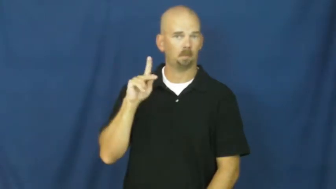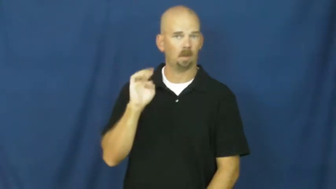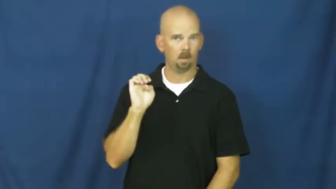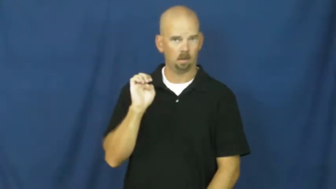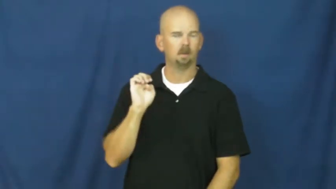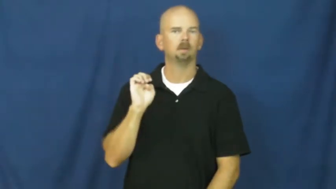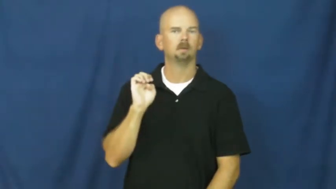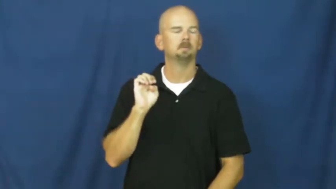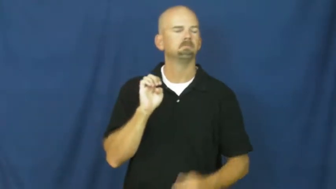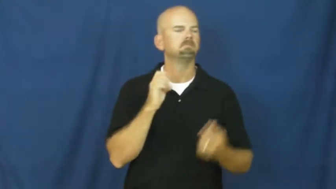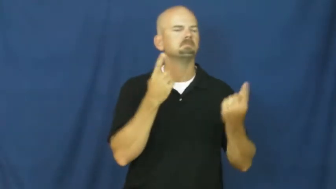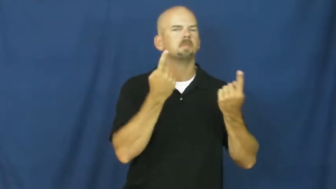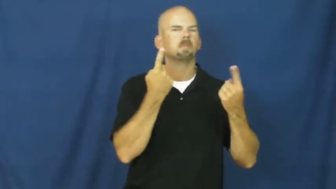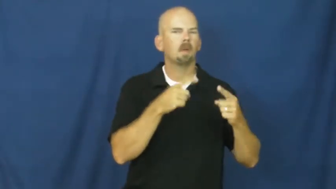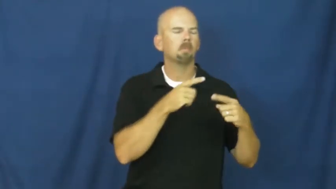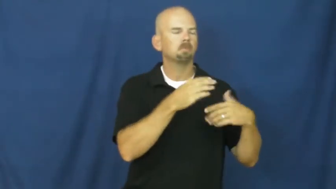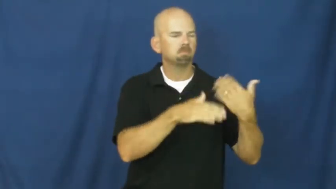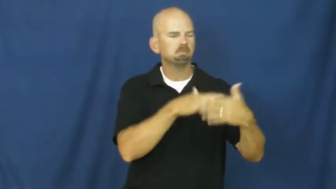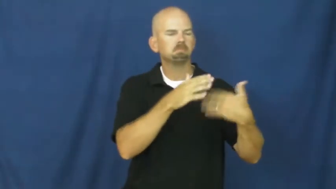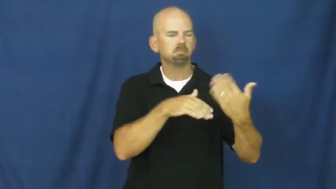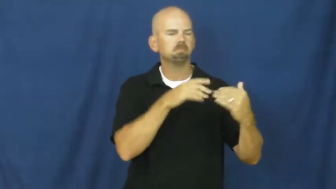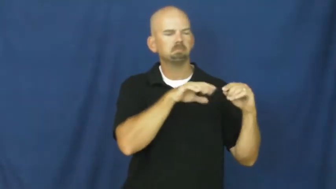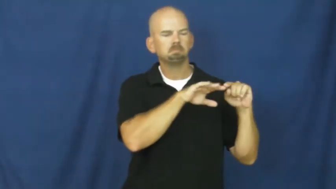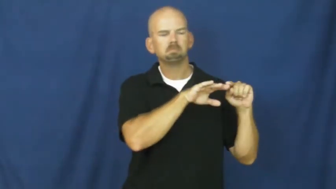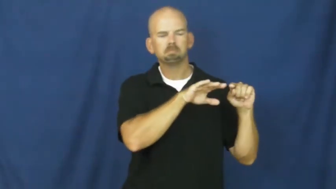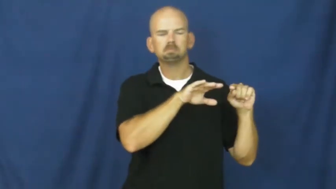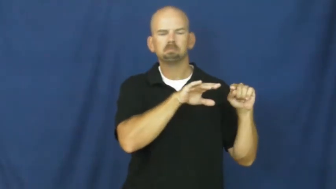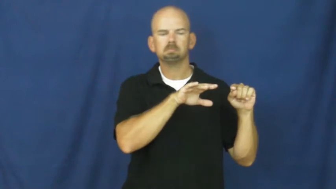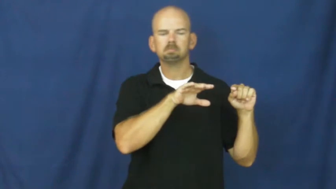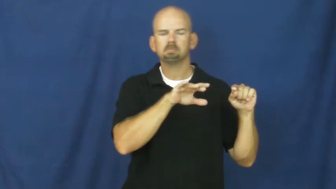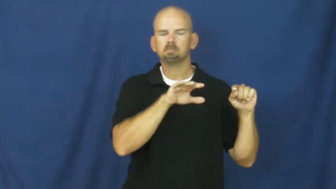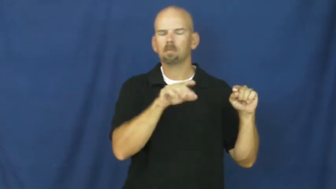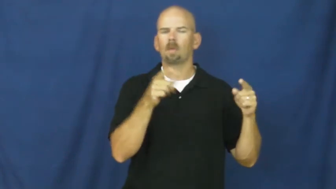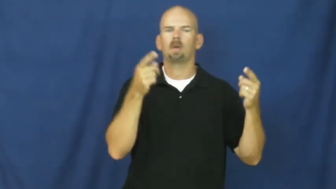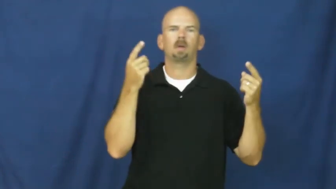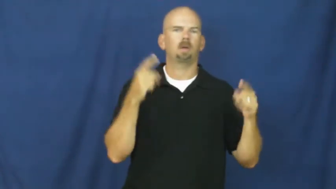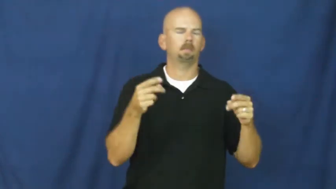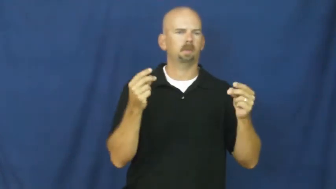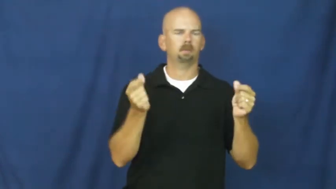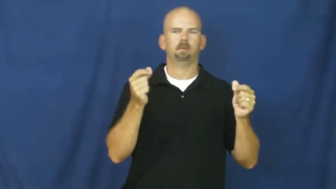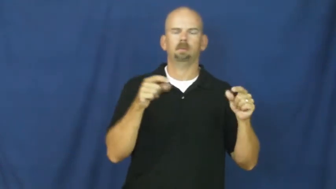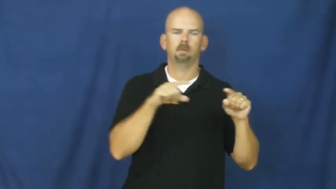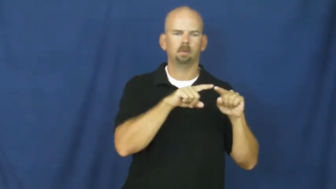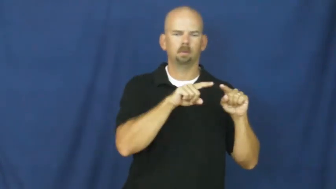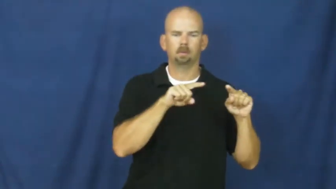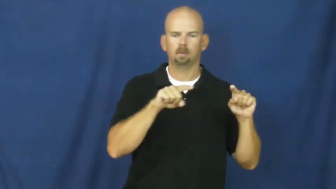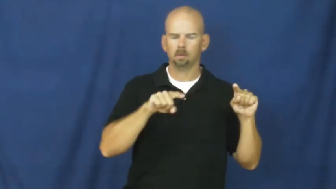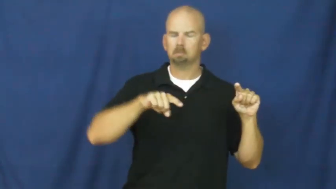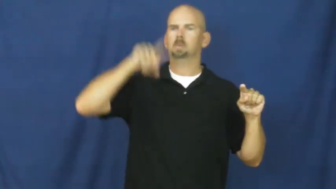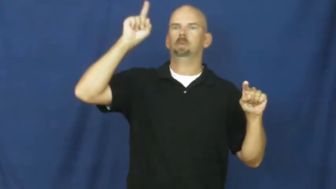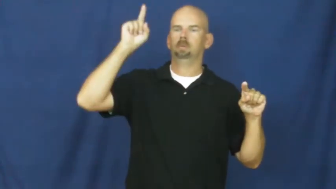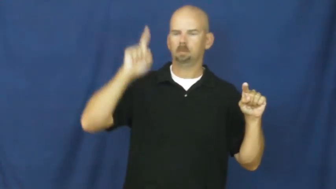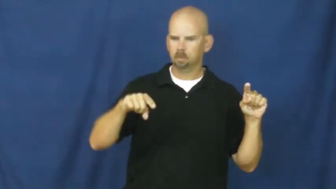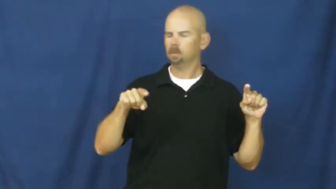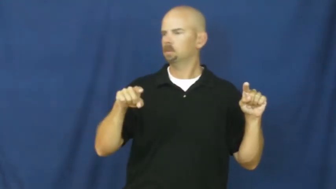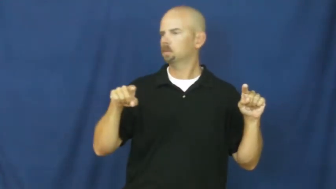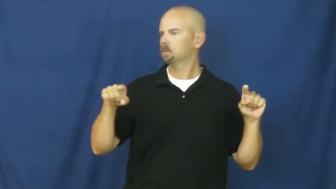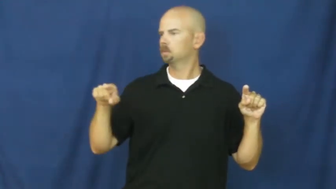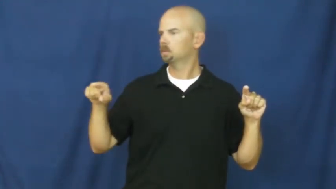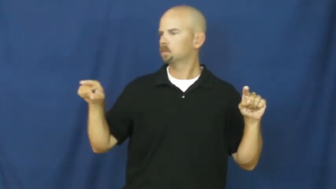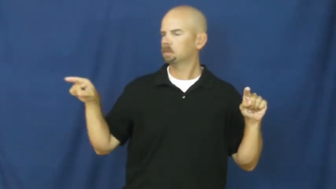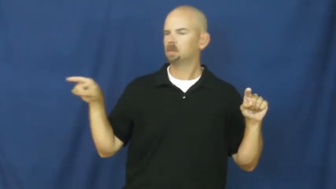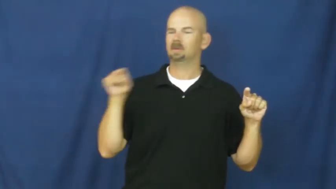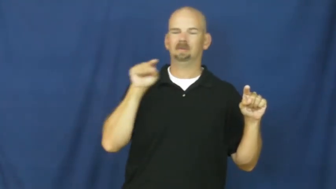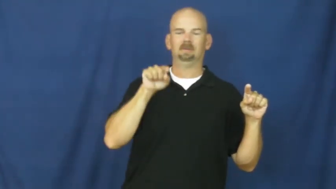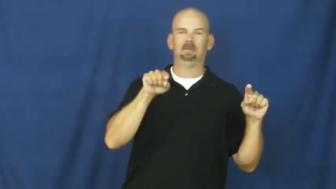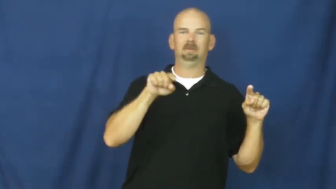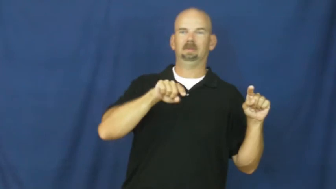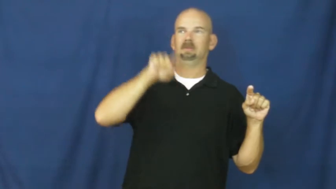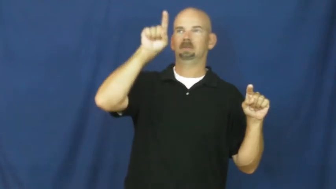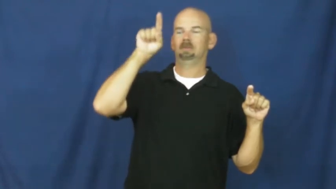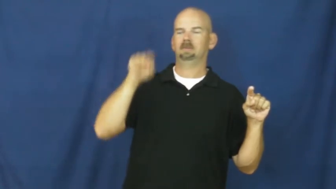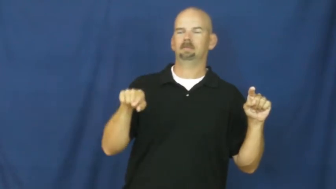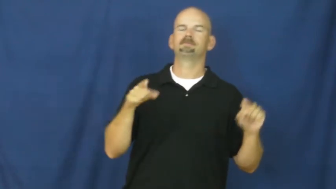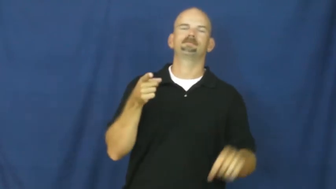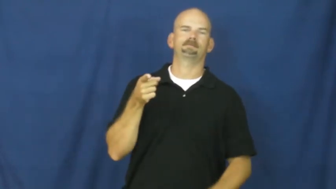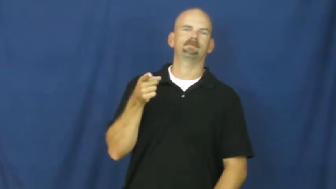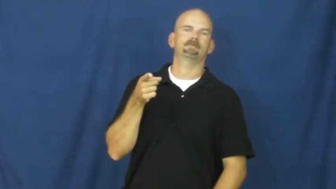spike-sudden increase